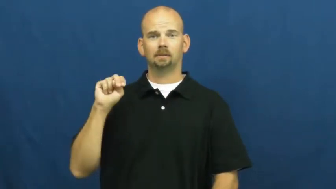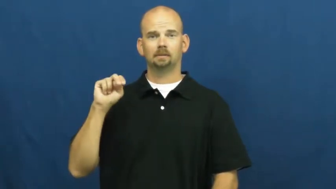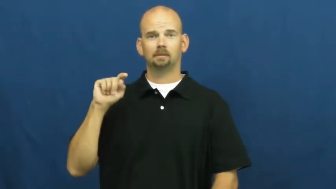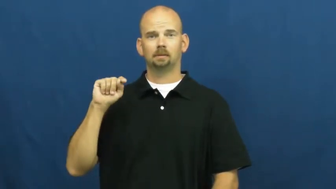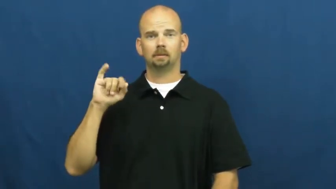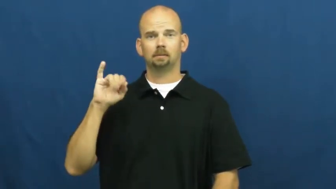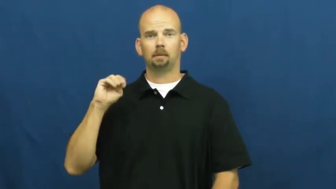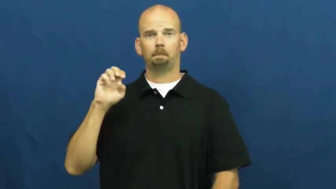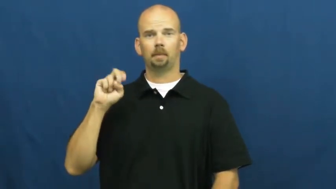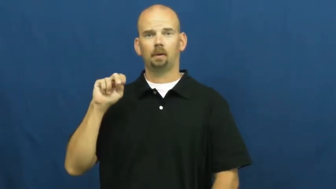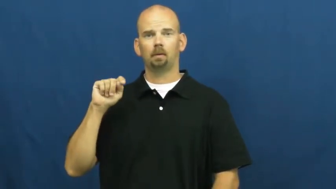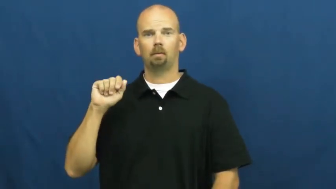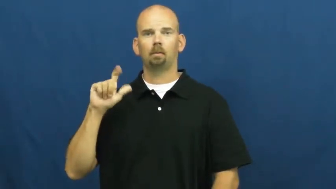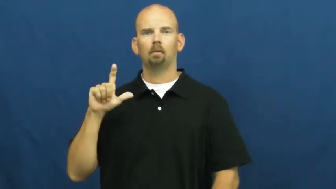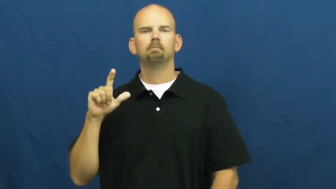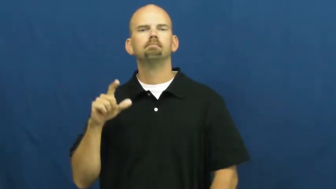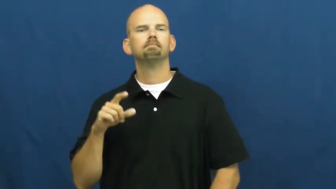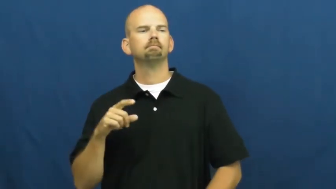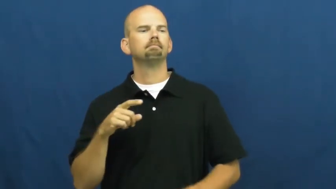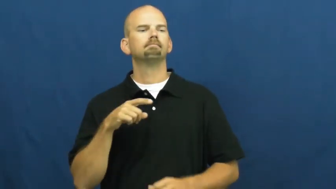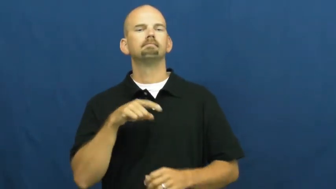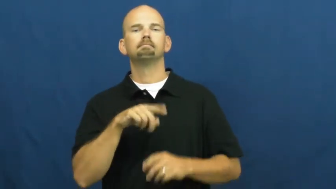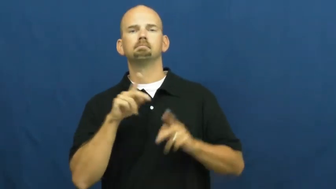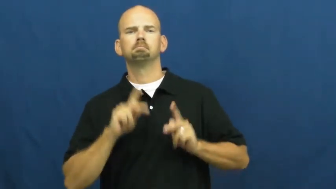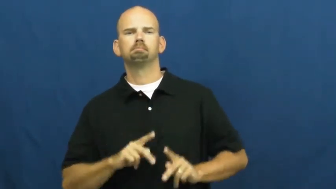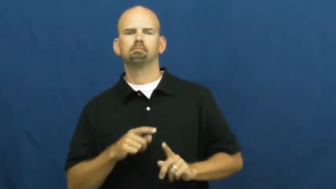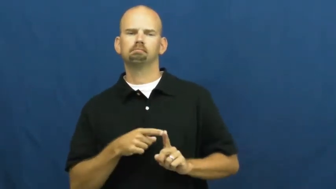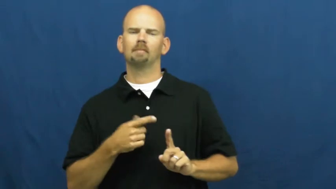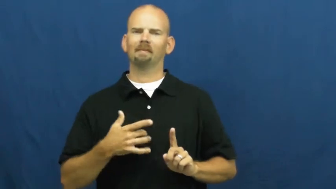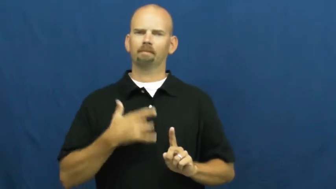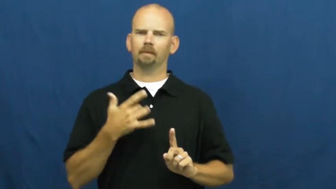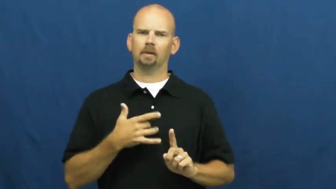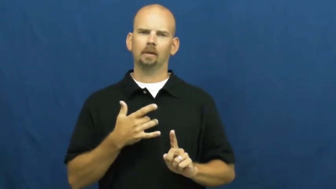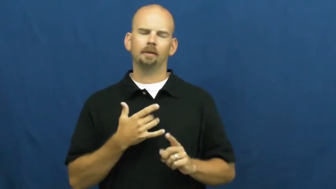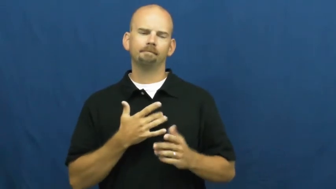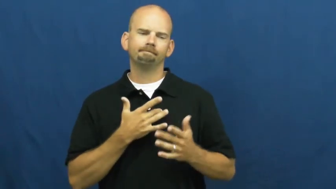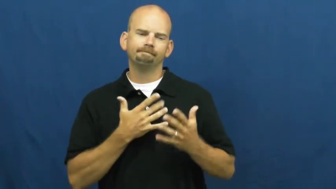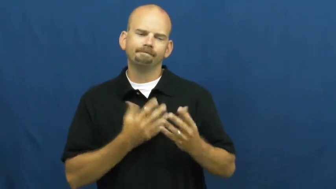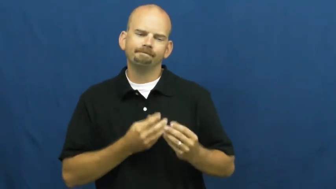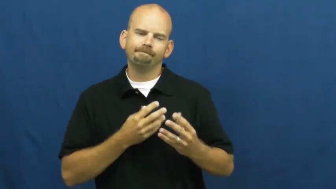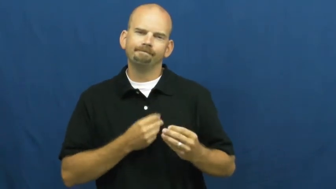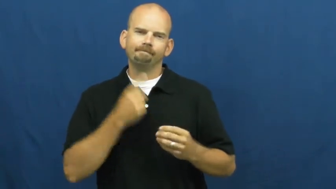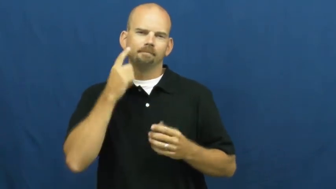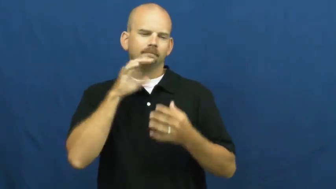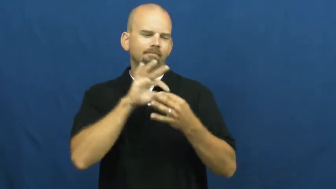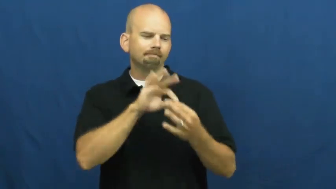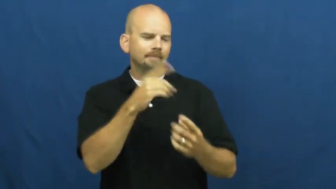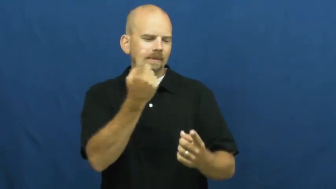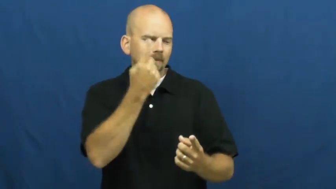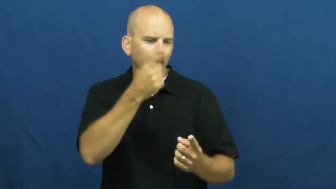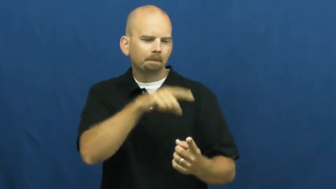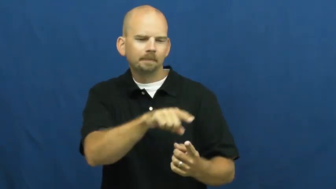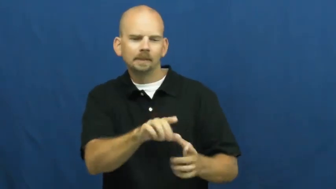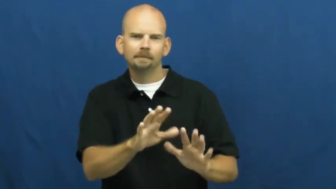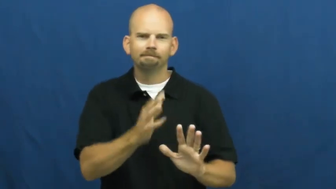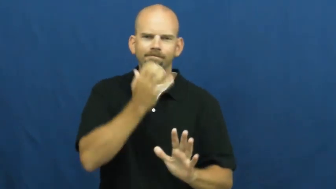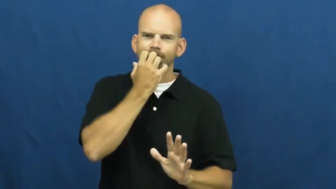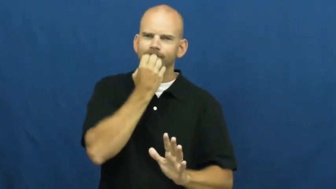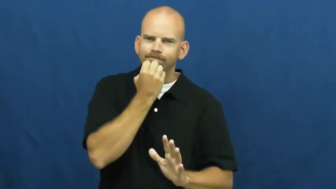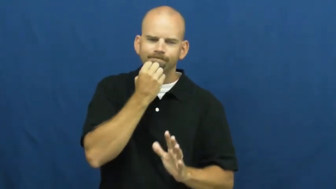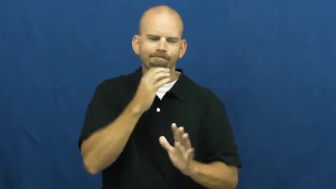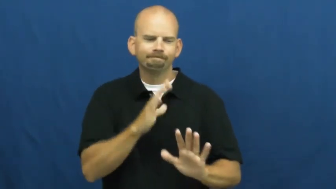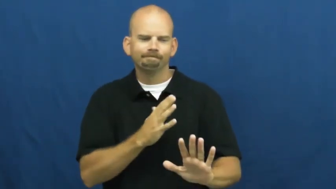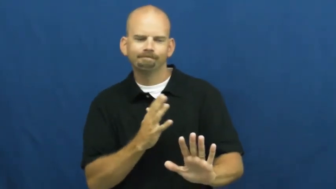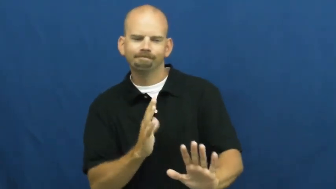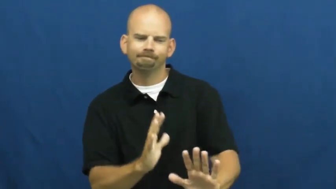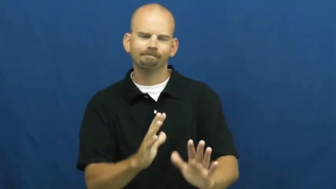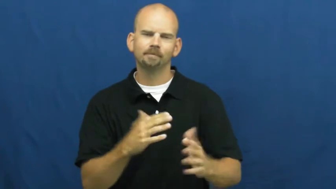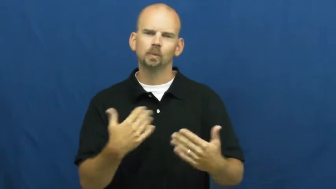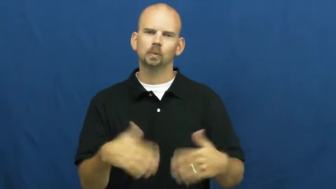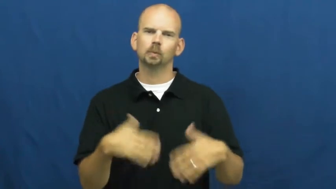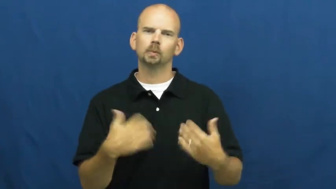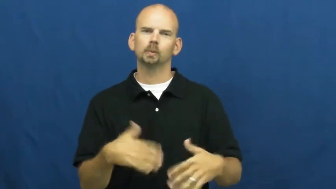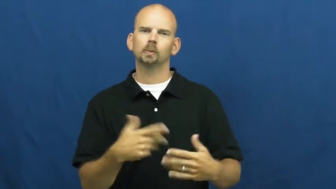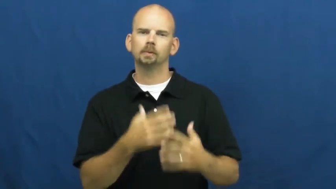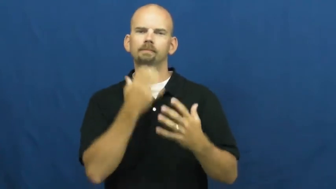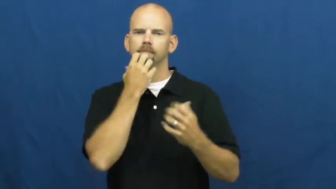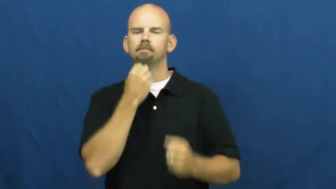sentimental